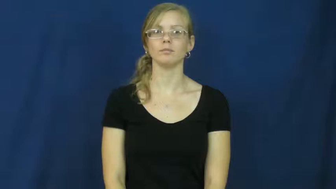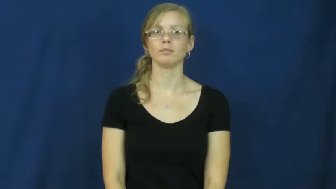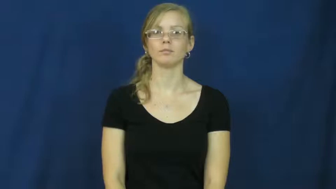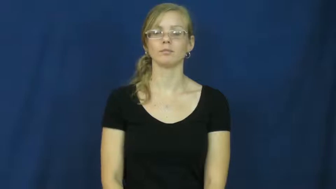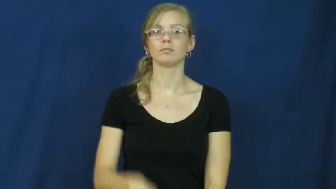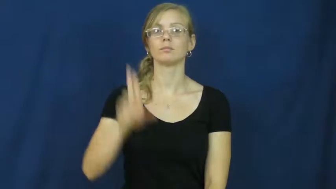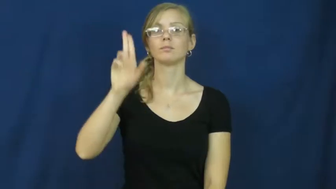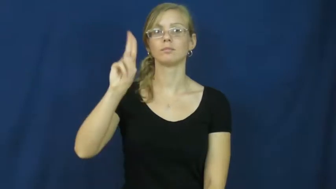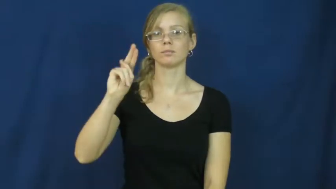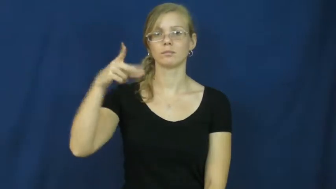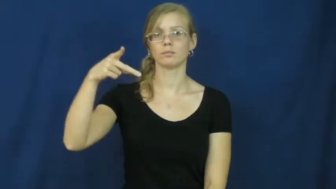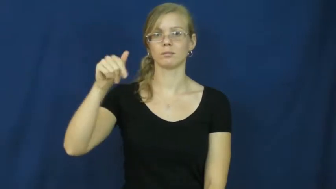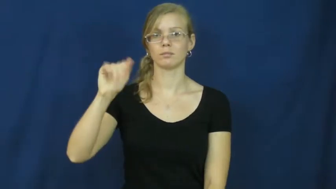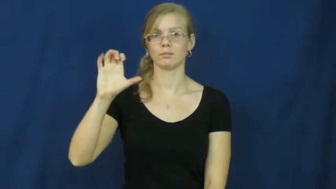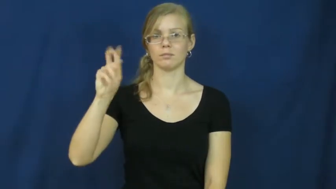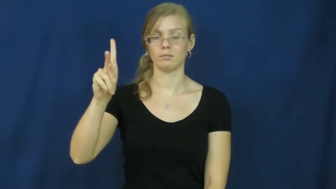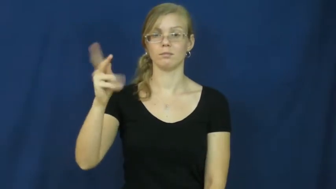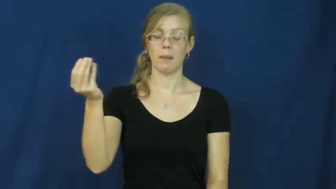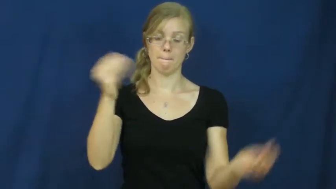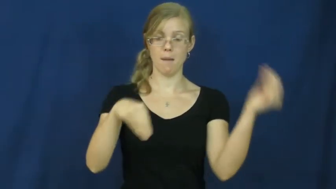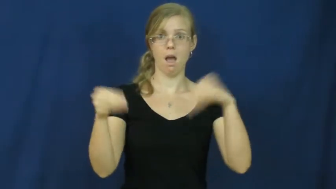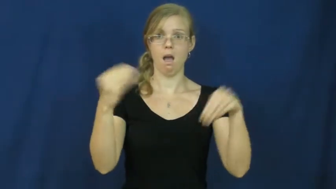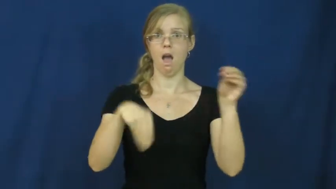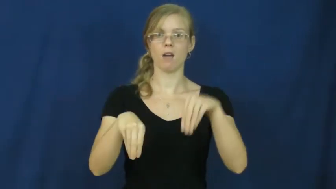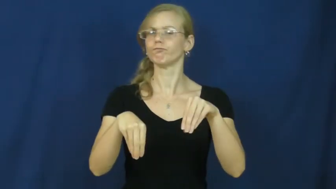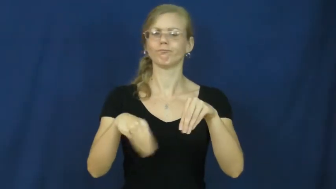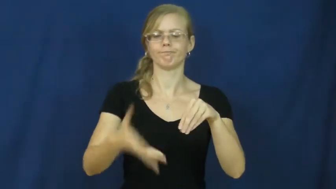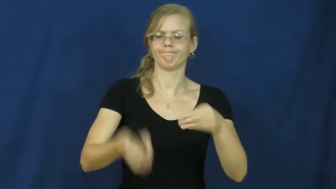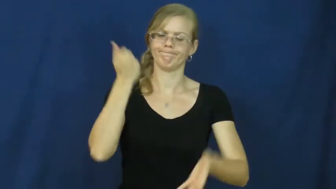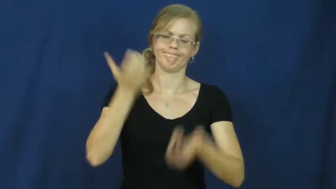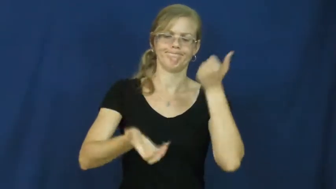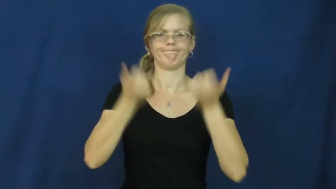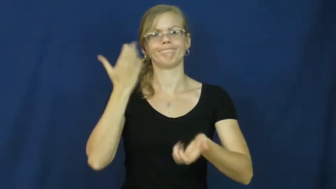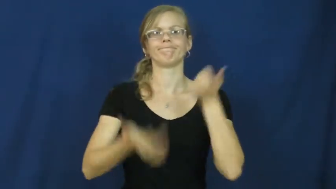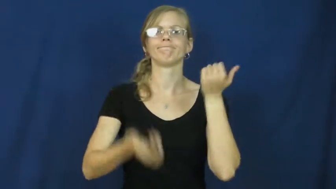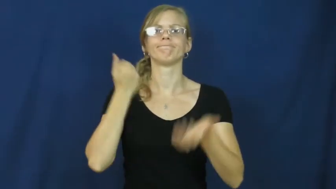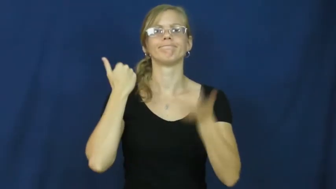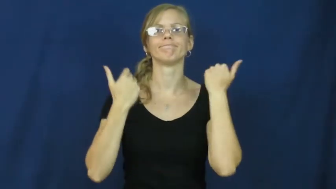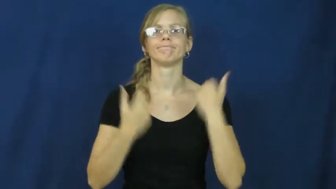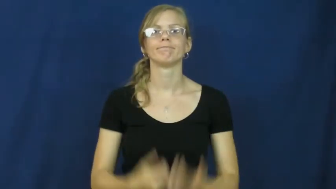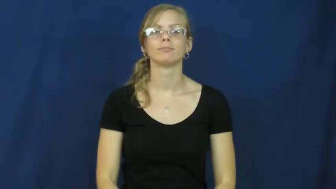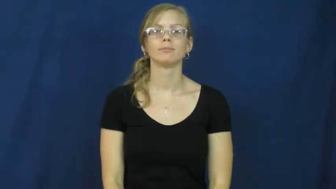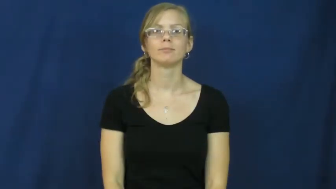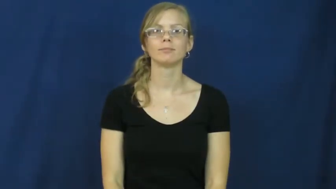unpack